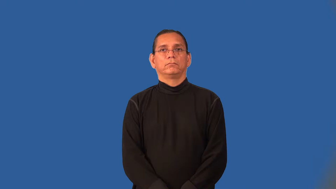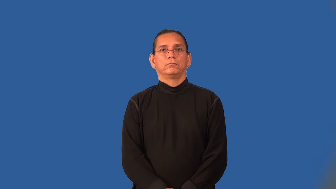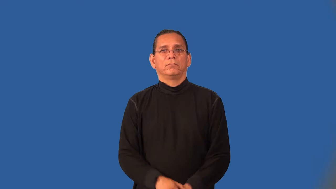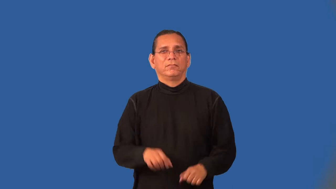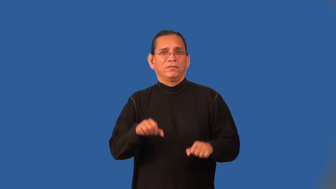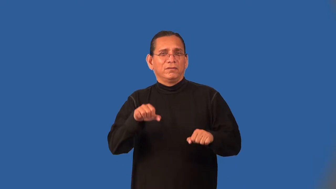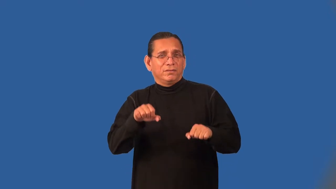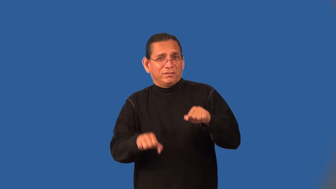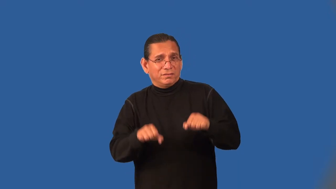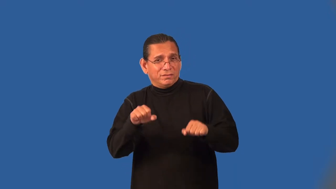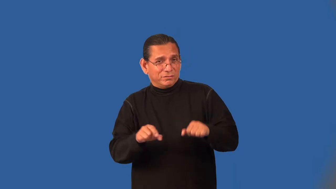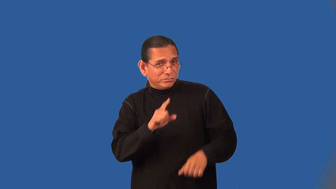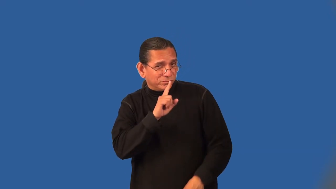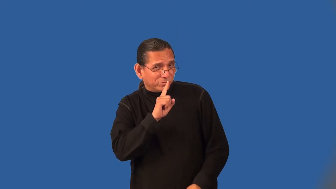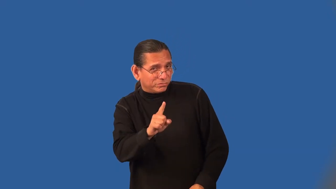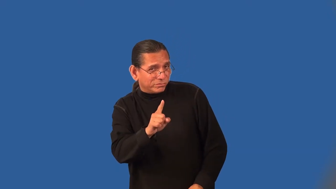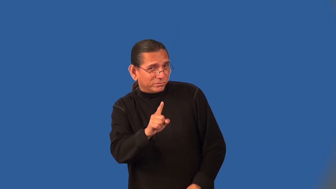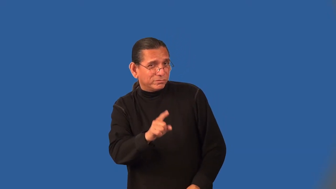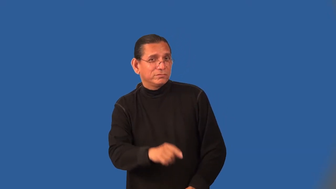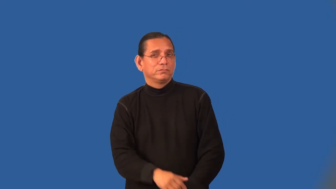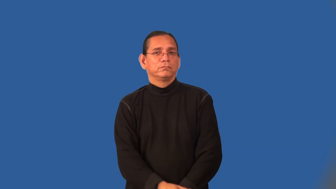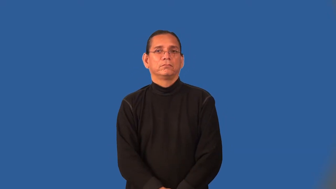ostensible